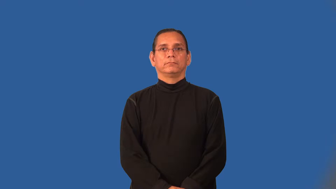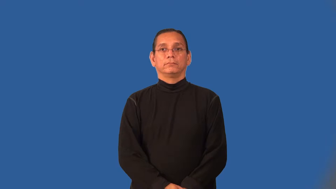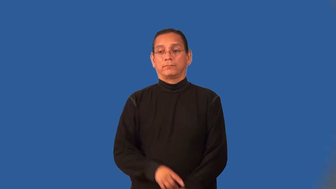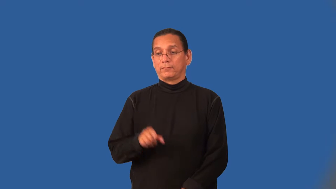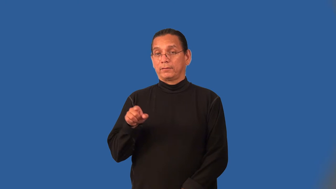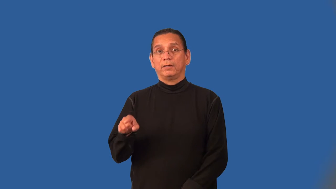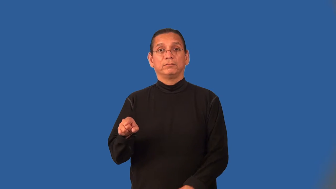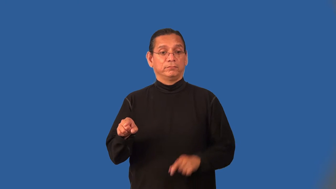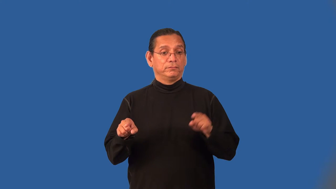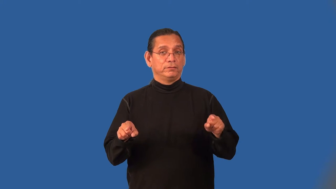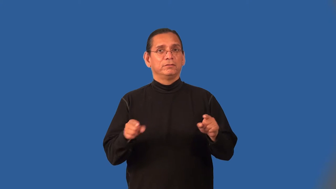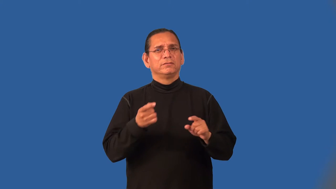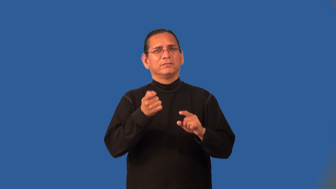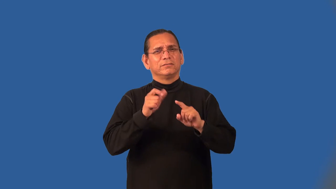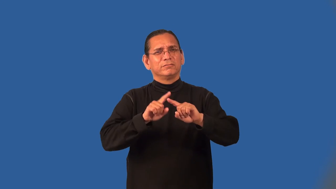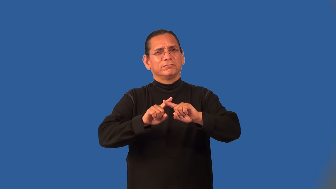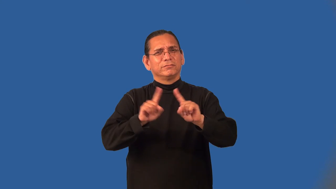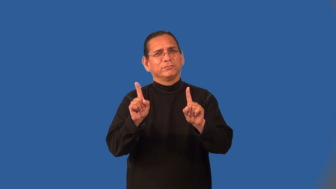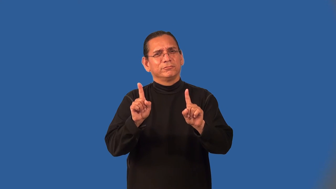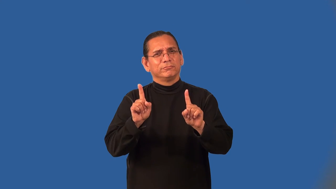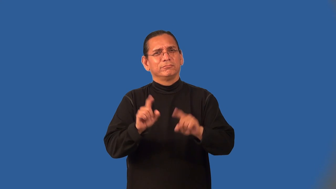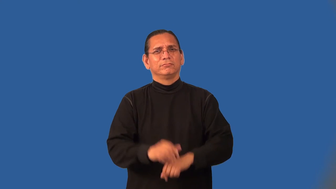nuance